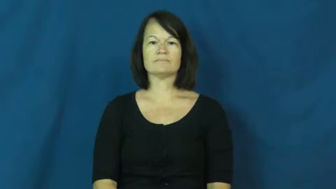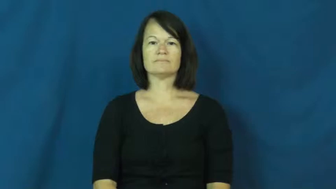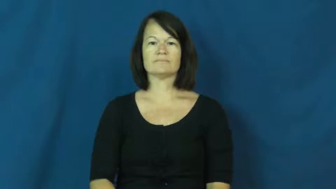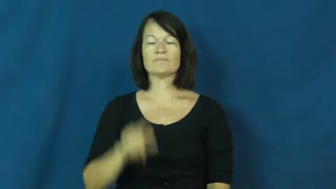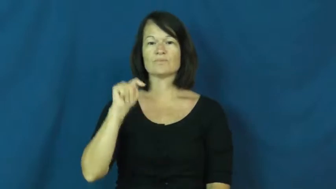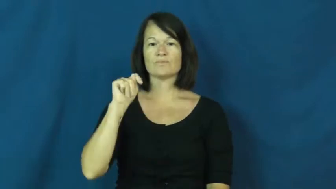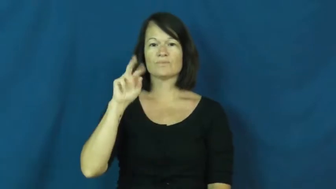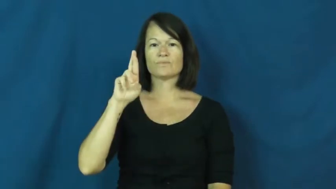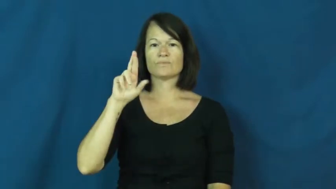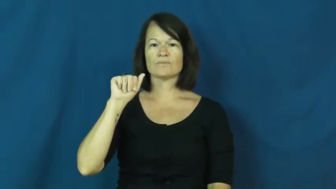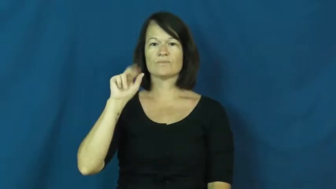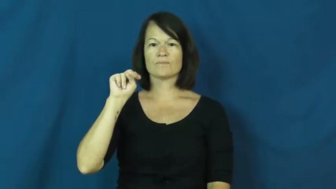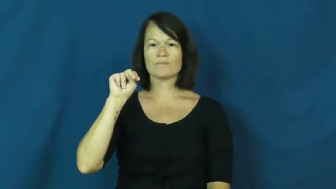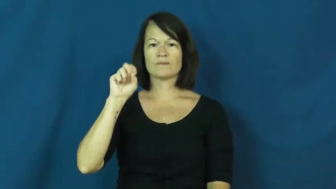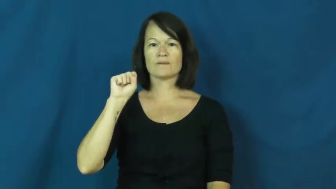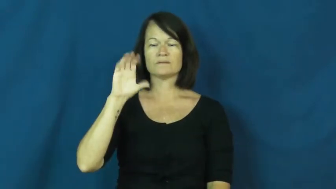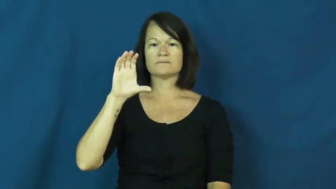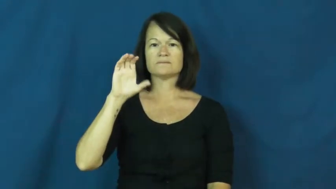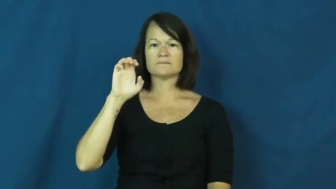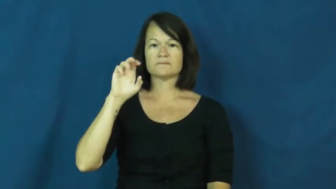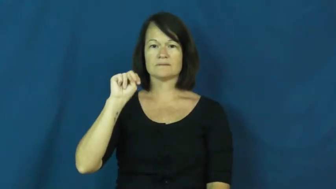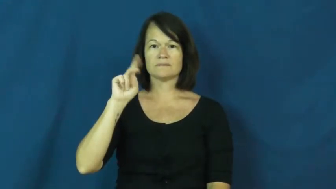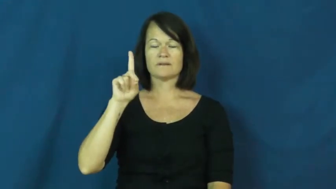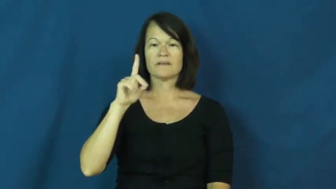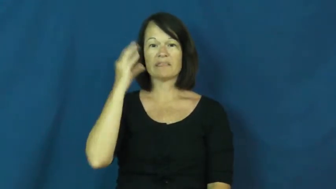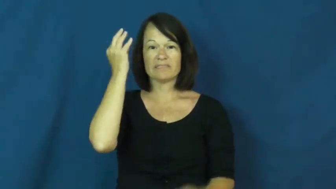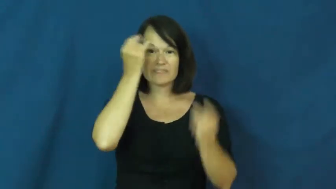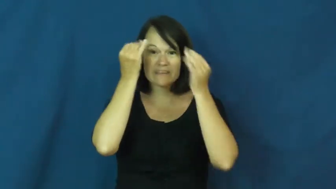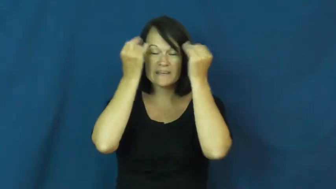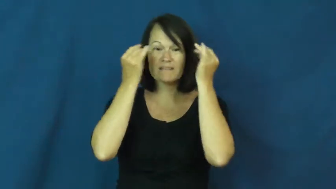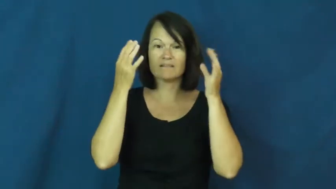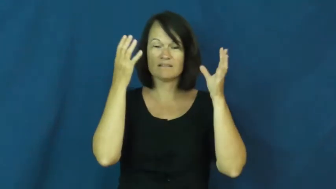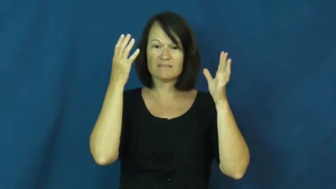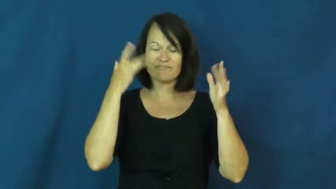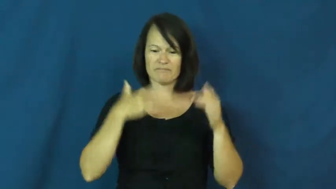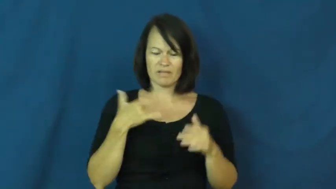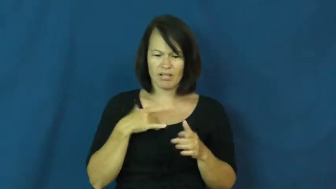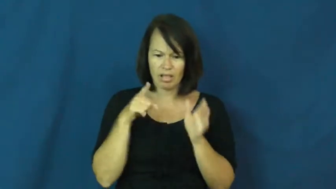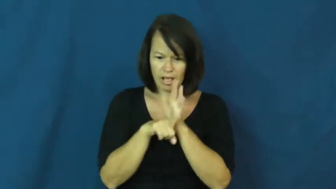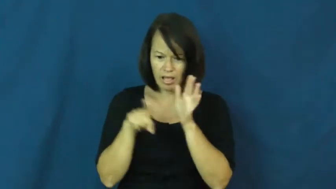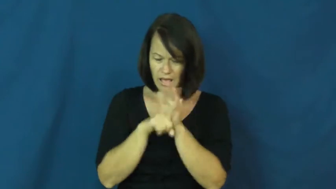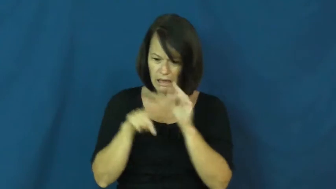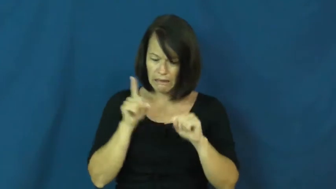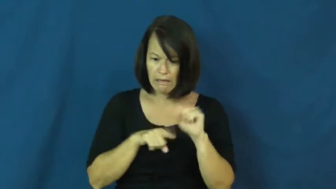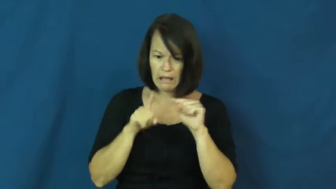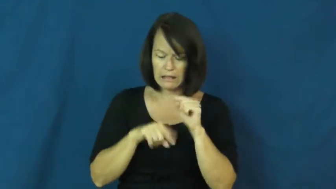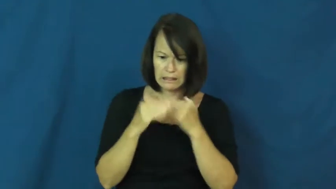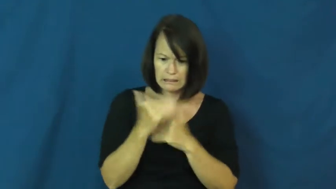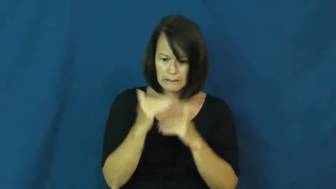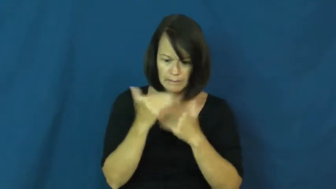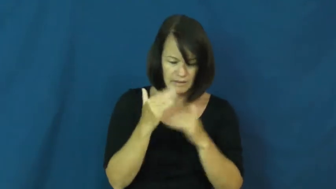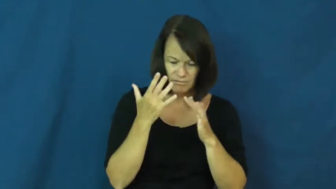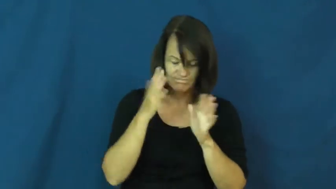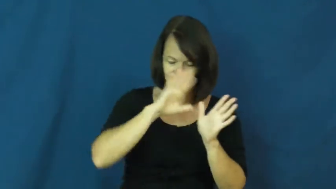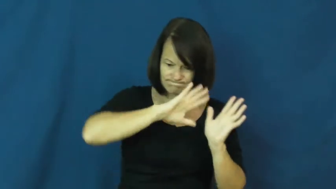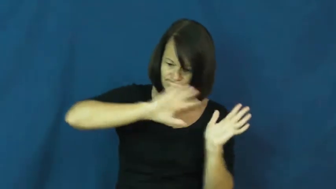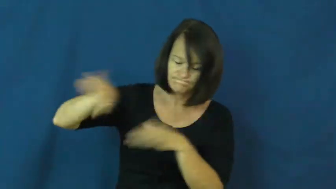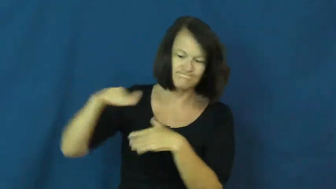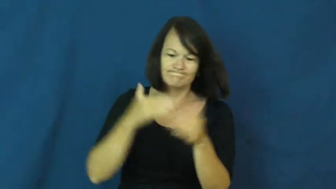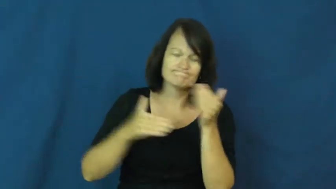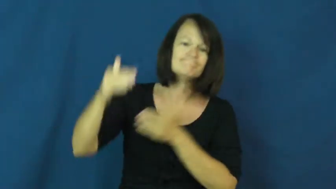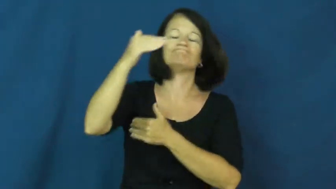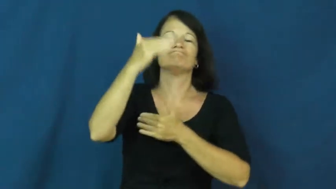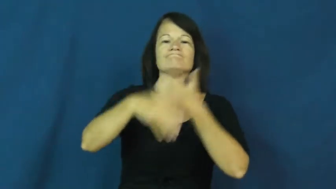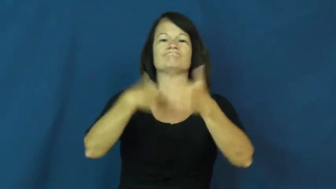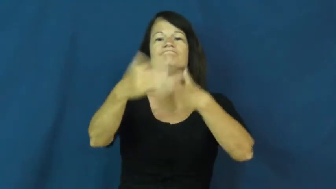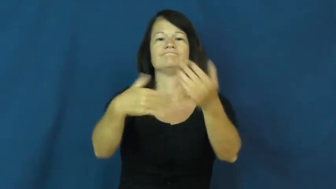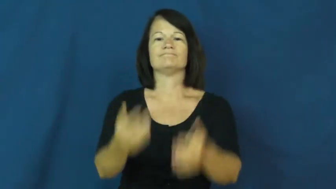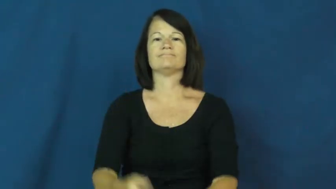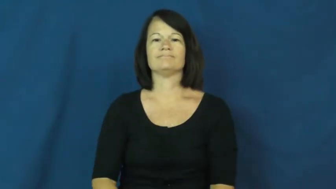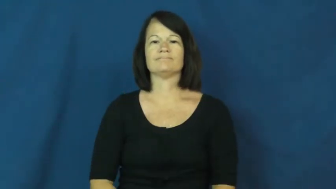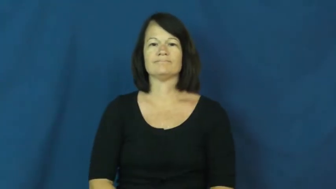transcend